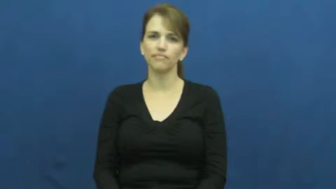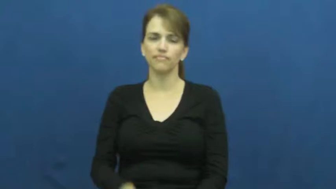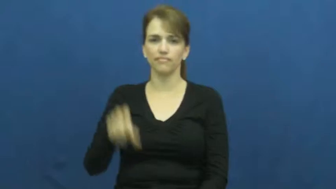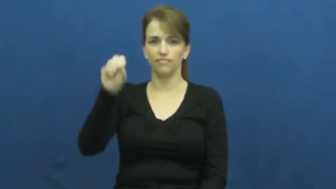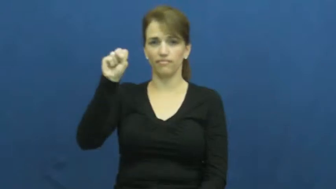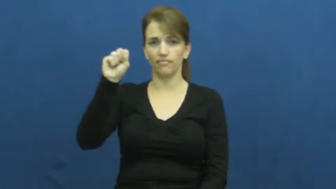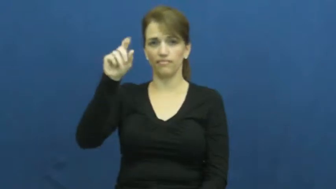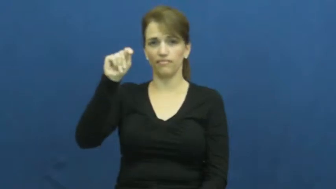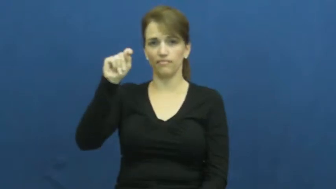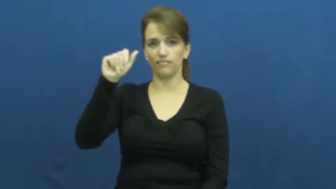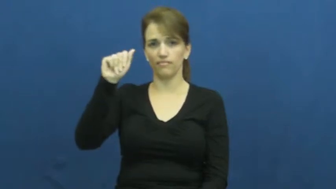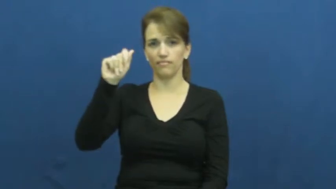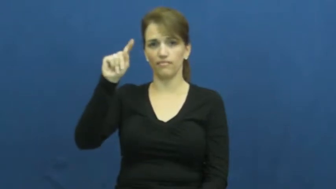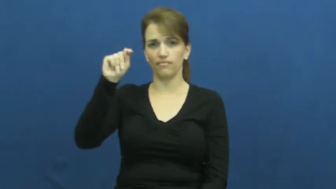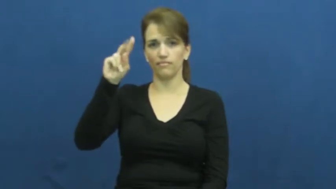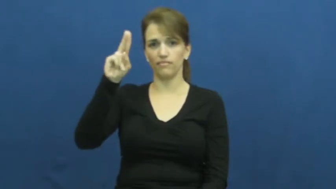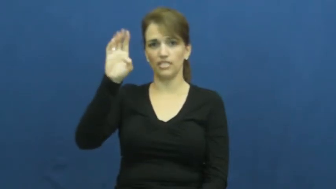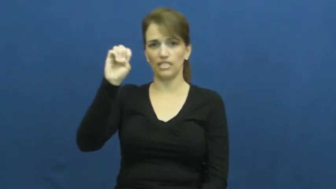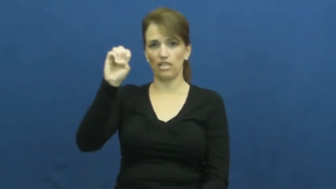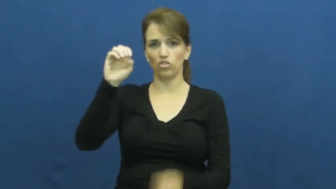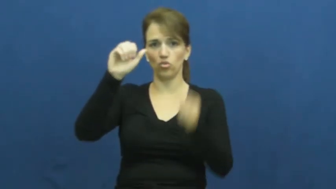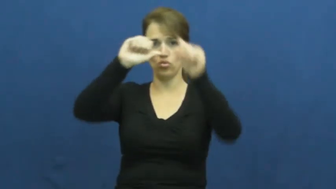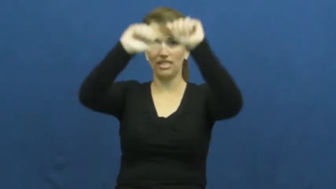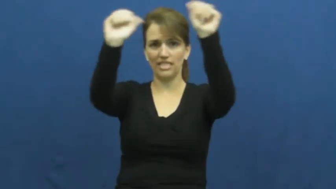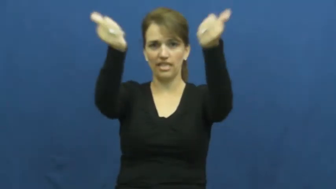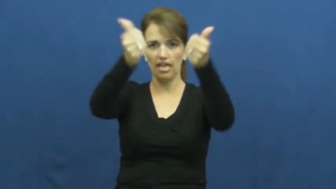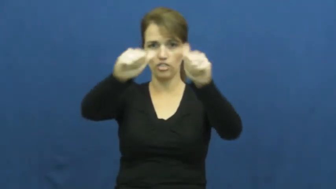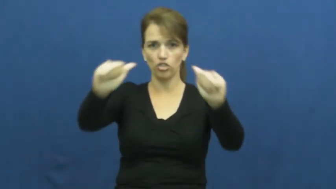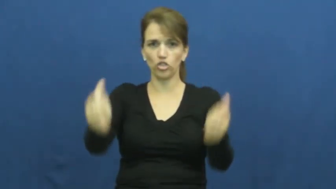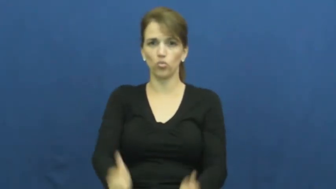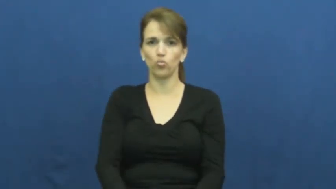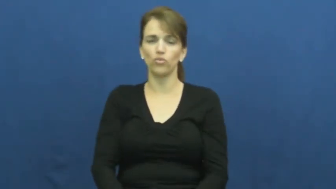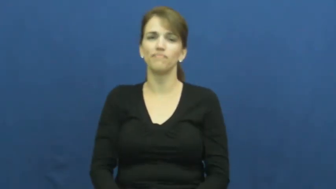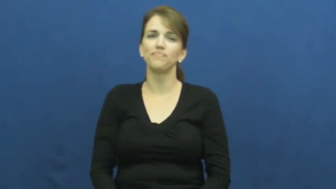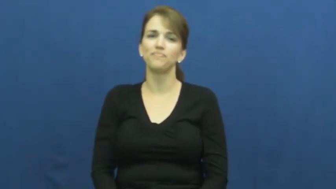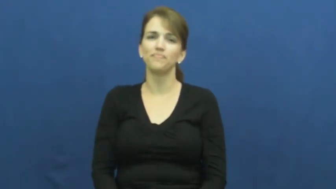statue